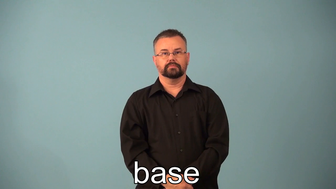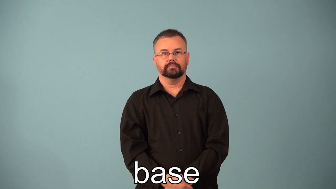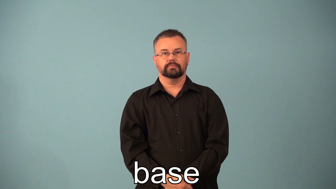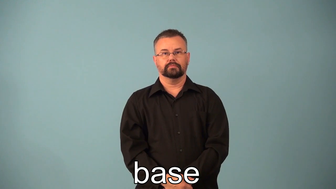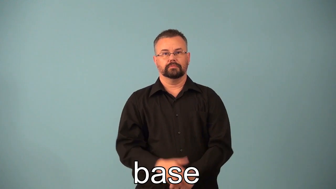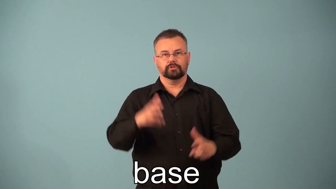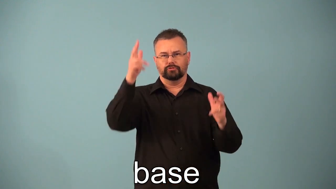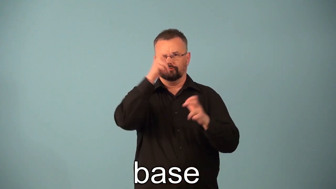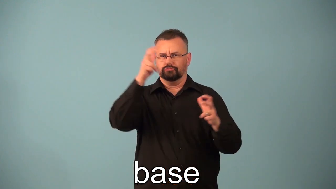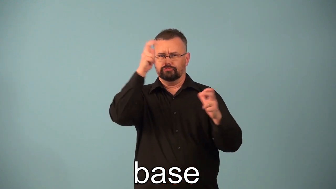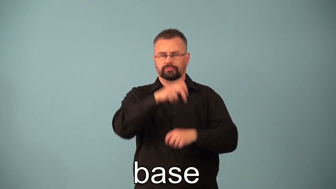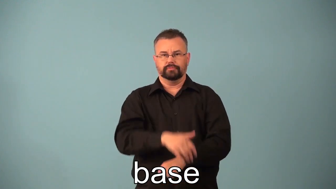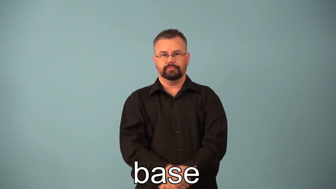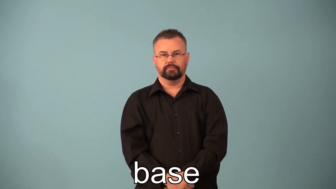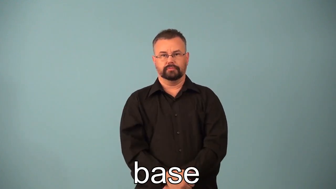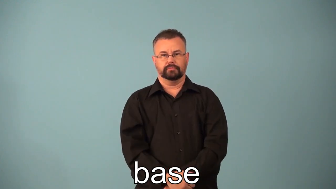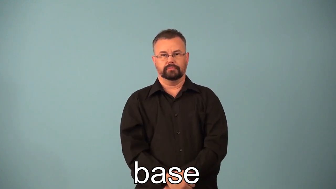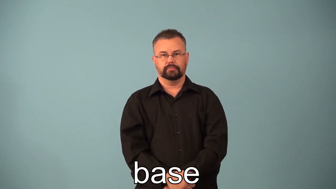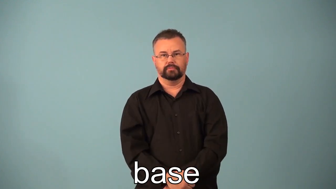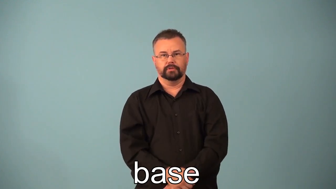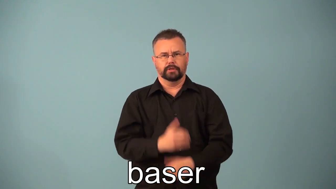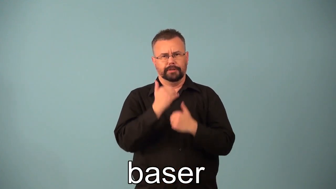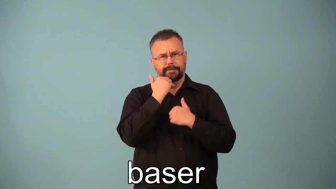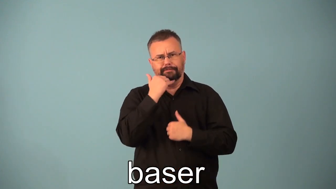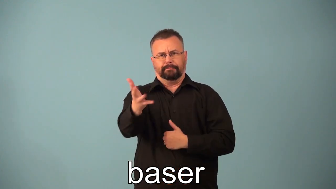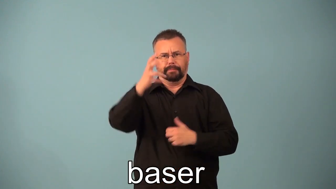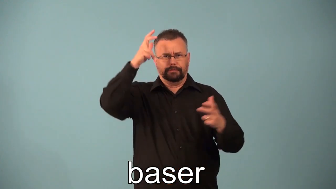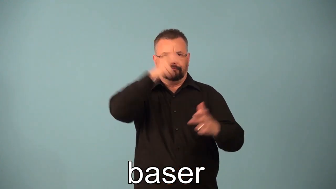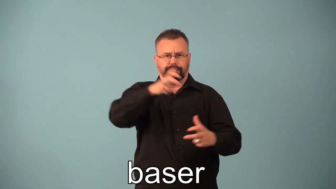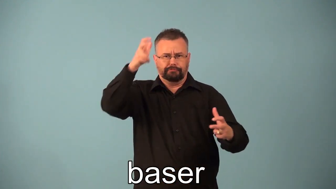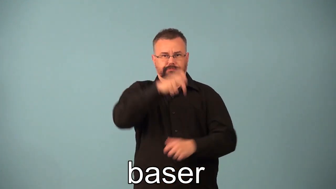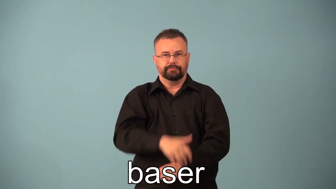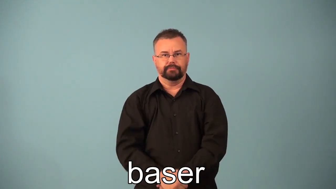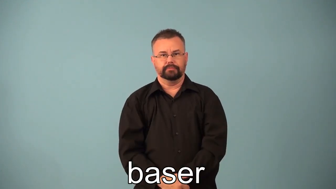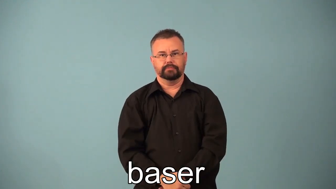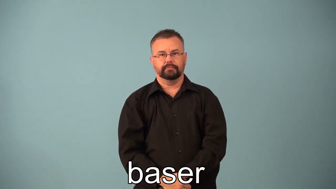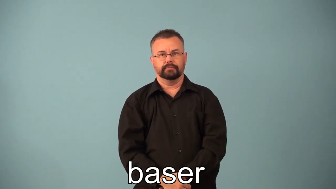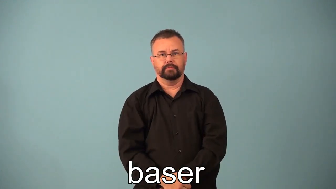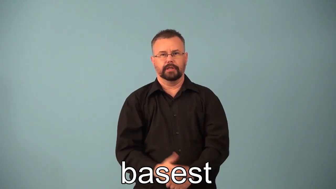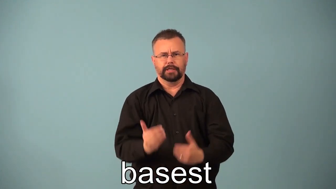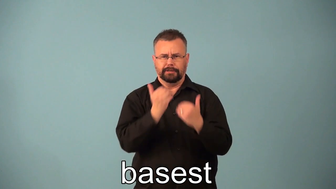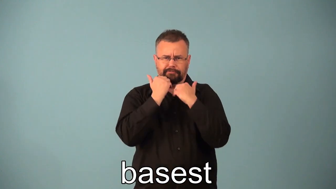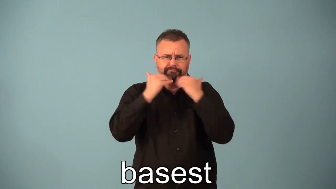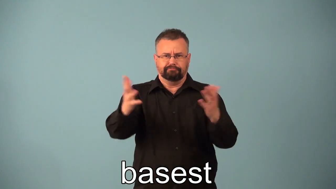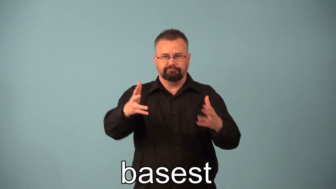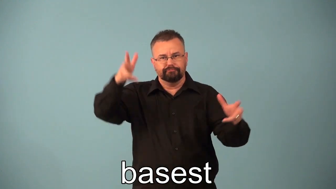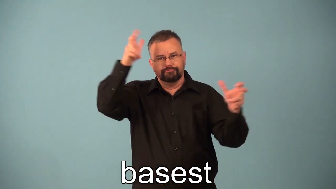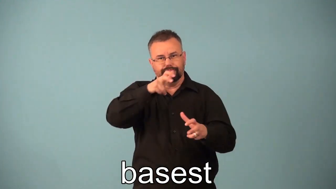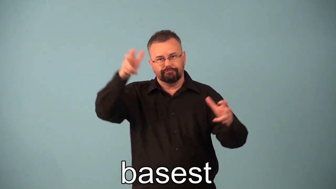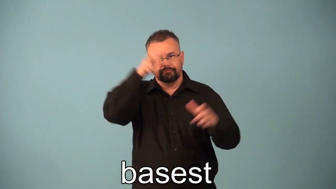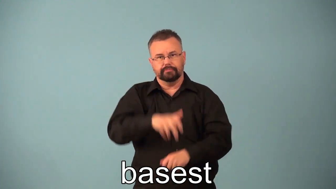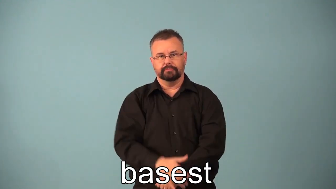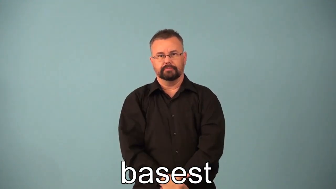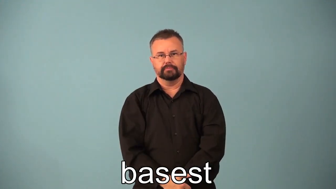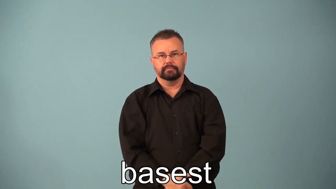baser,basest